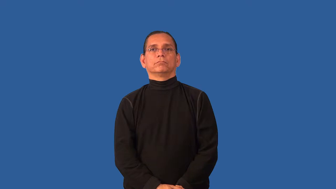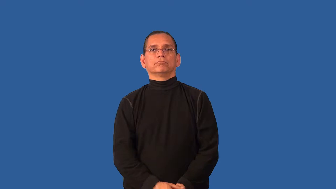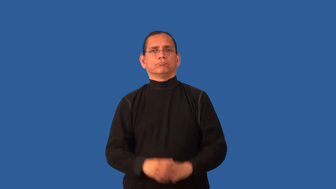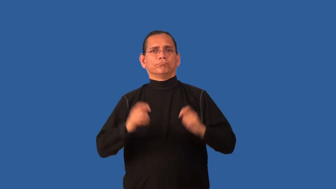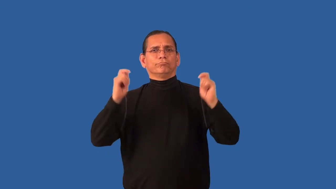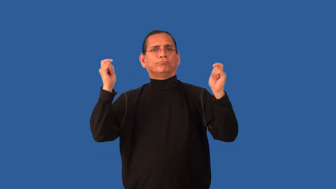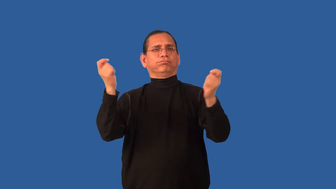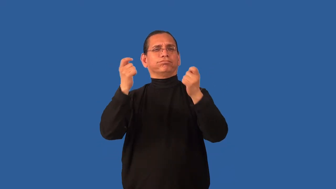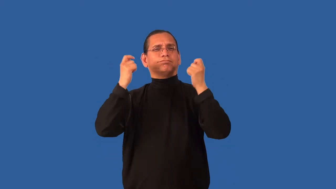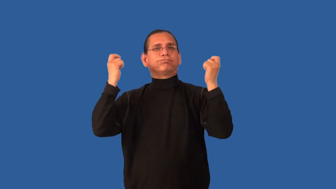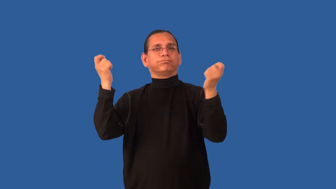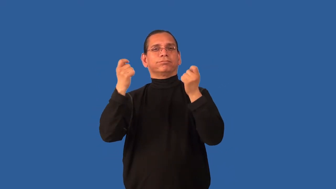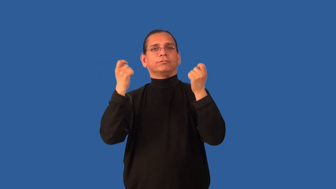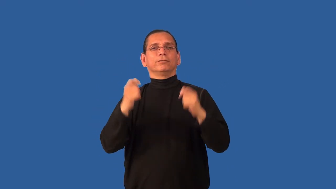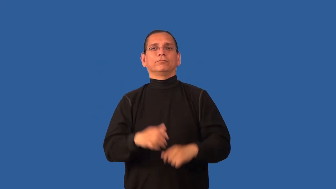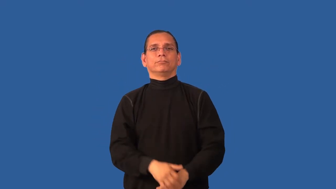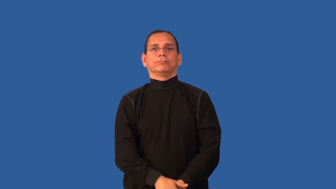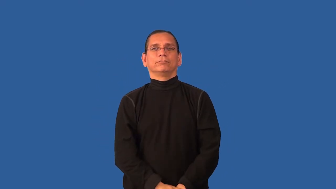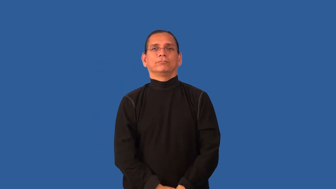ceremony,ritual